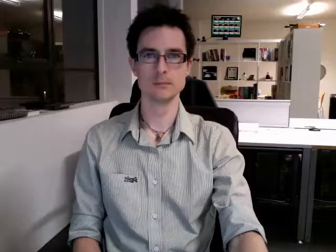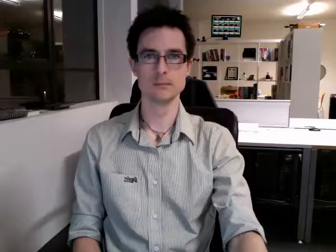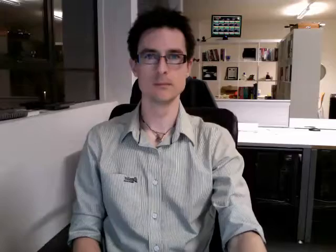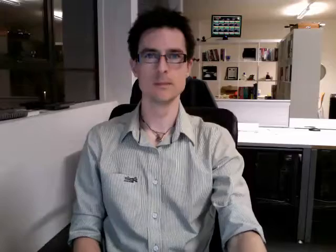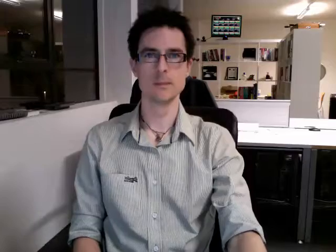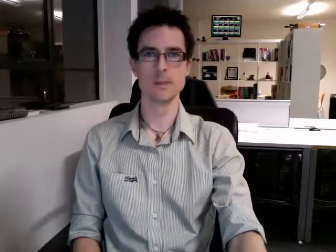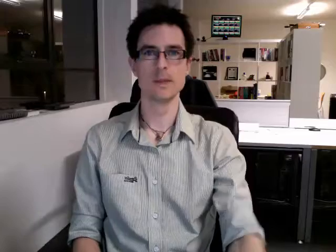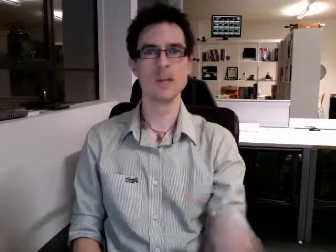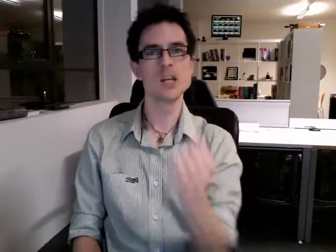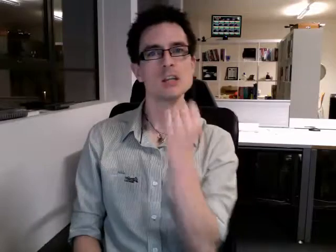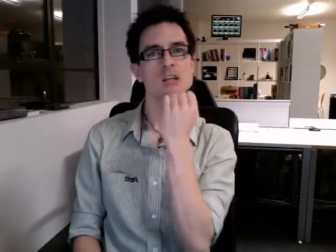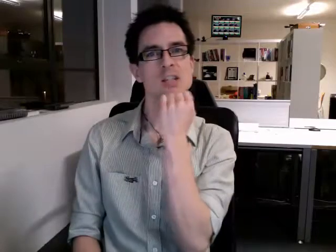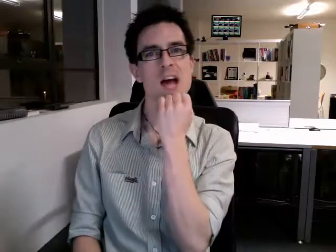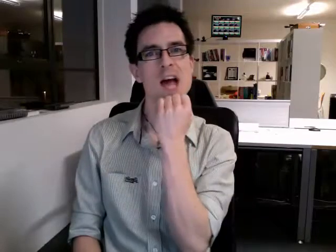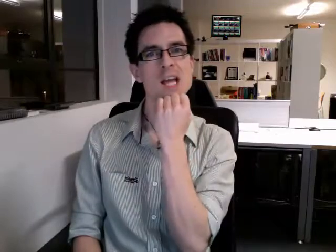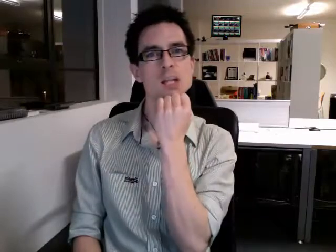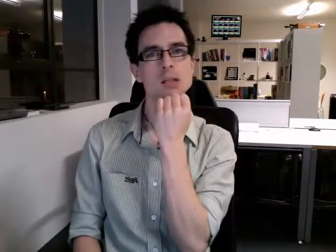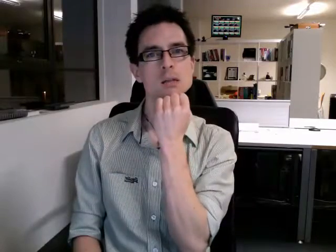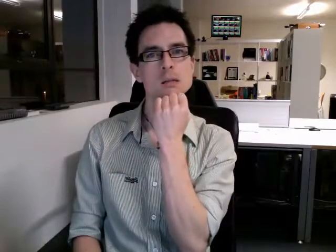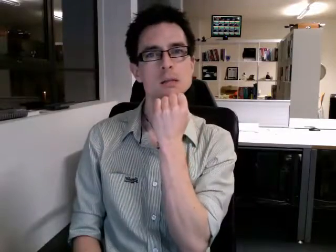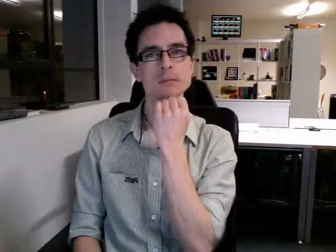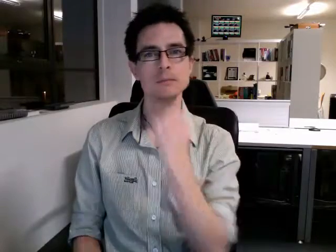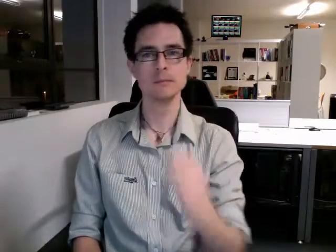date